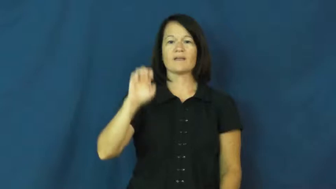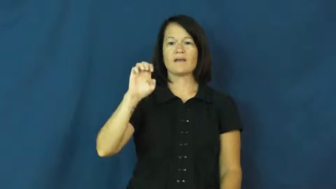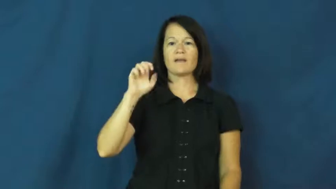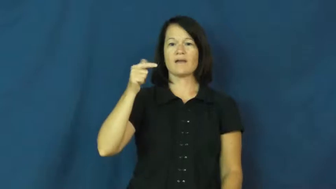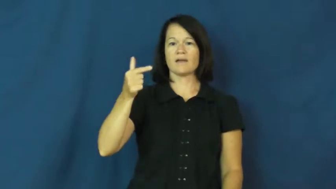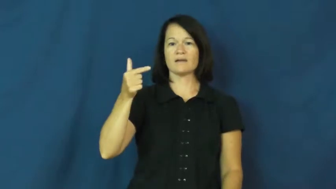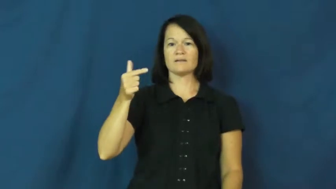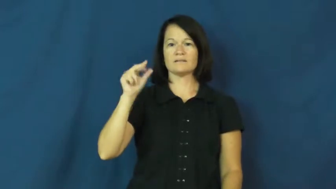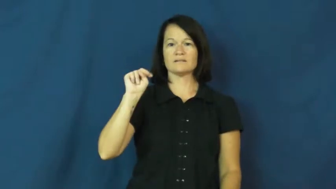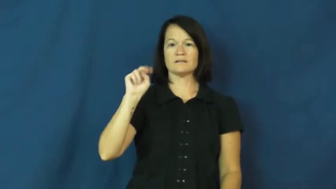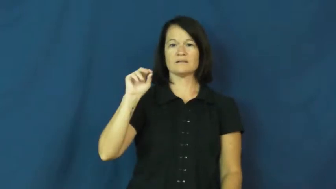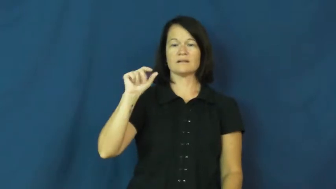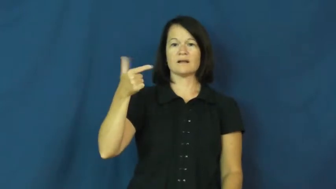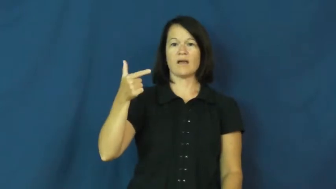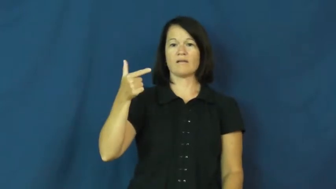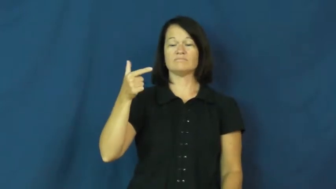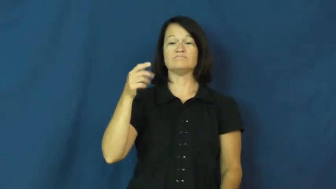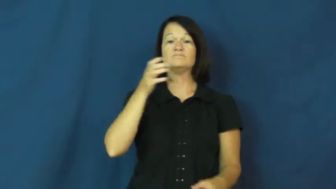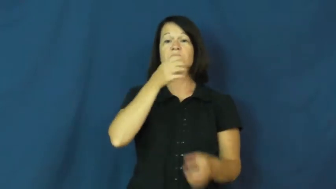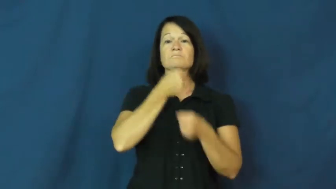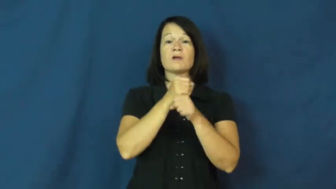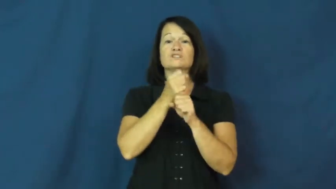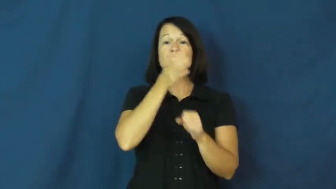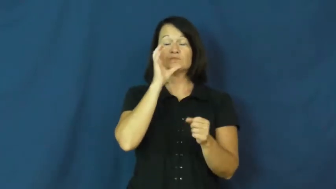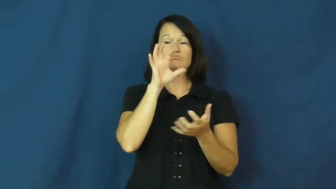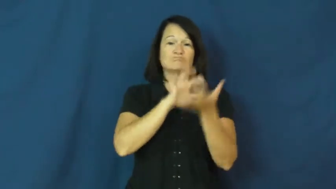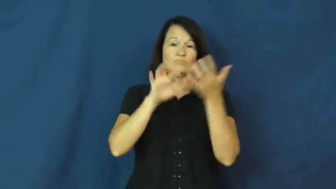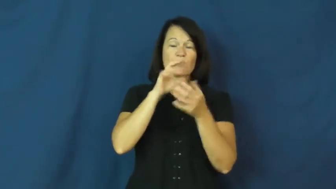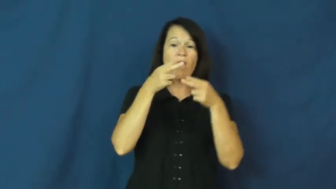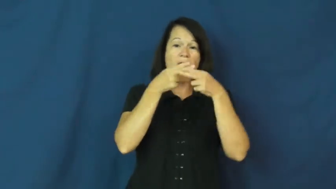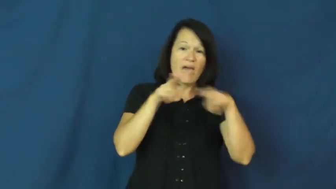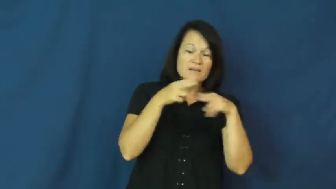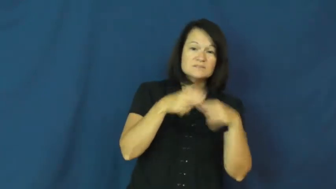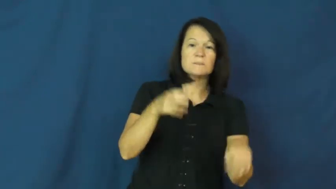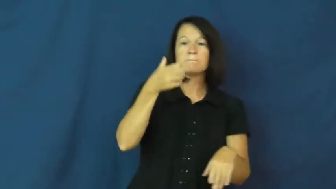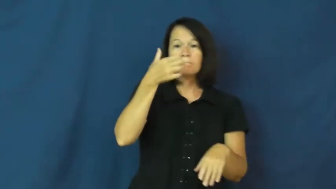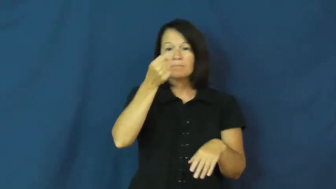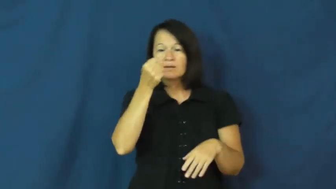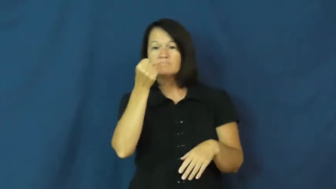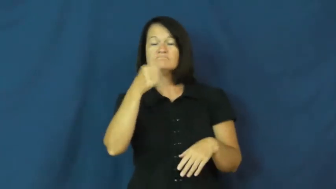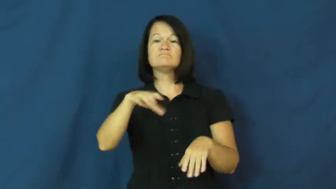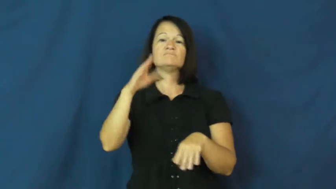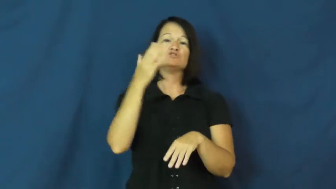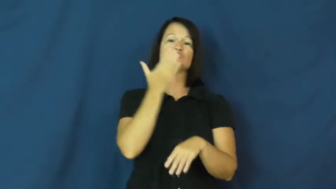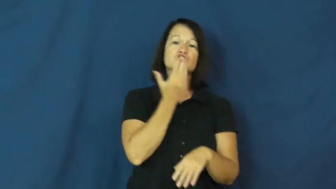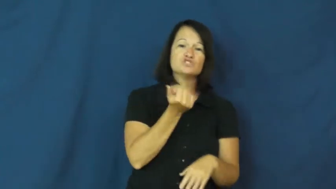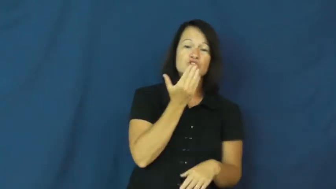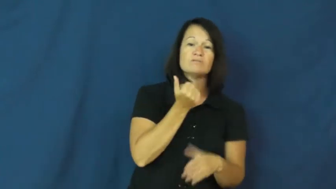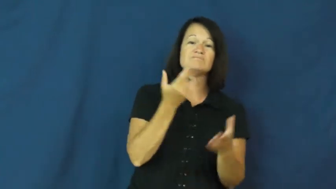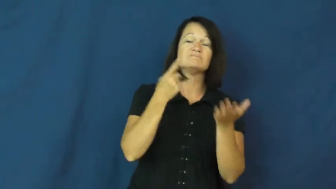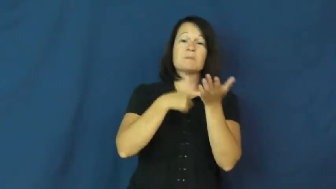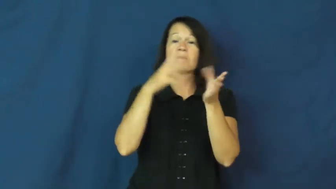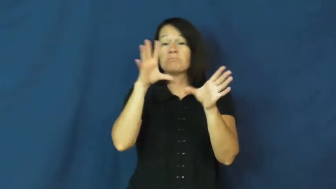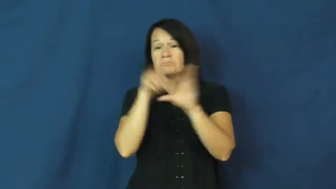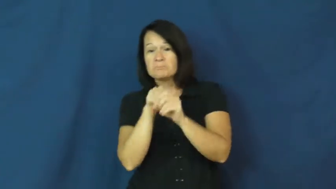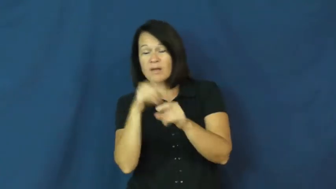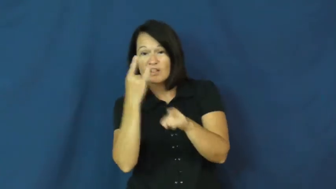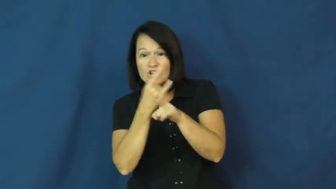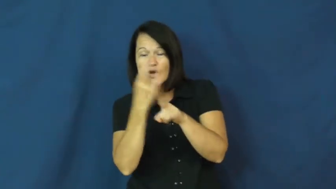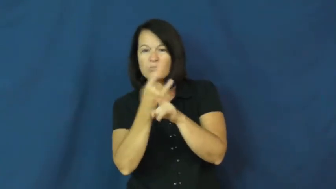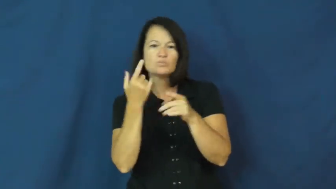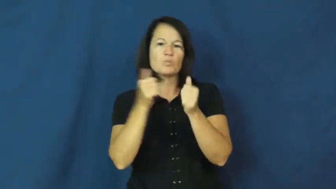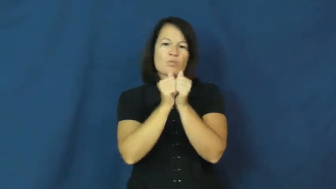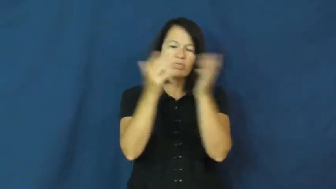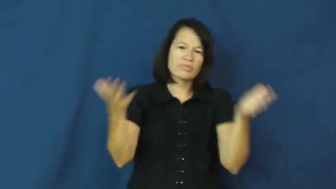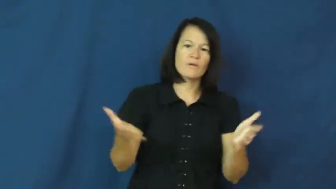eggnog